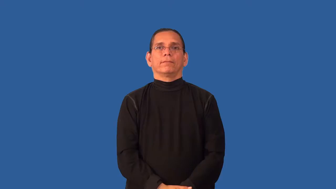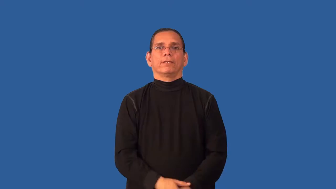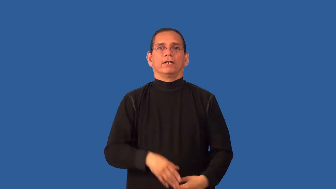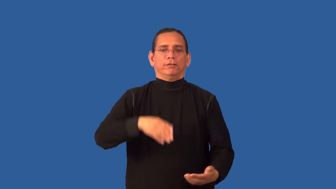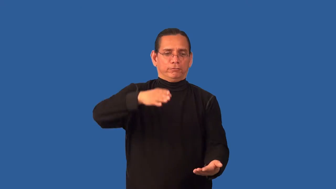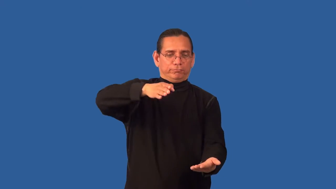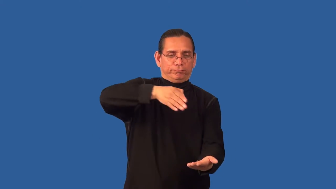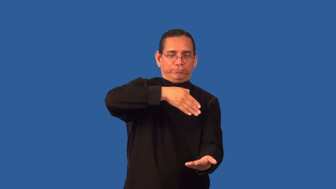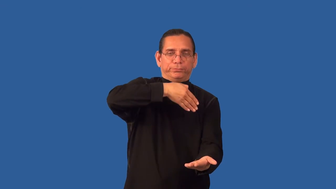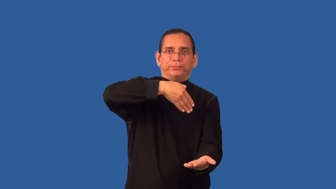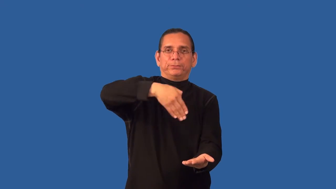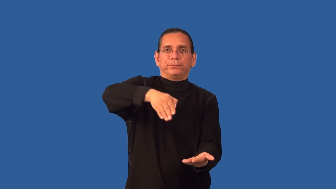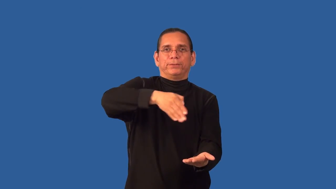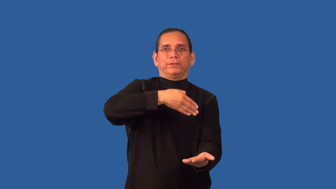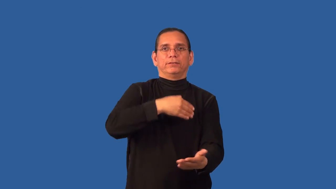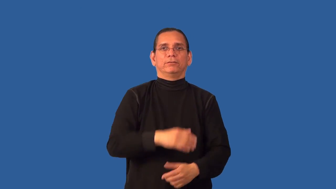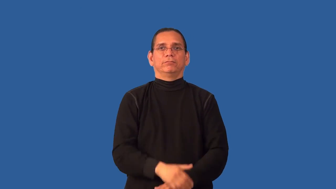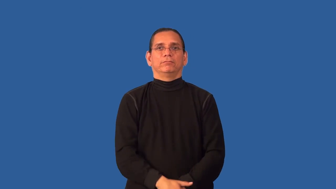baste-cooking